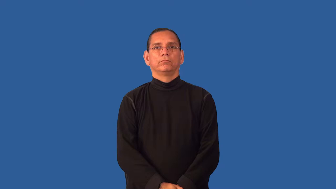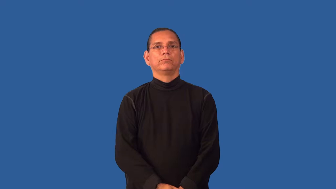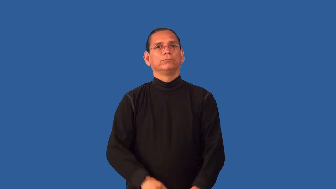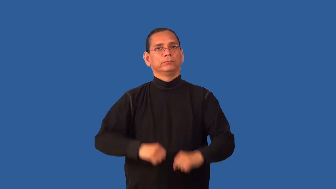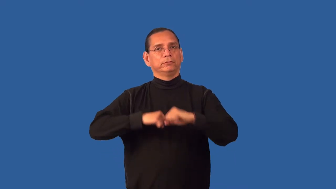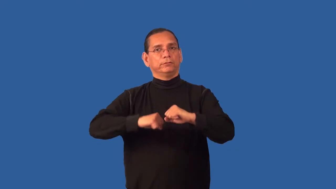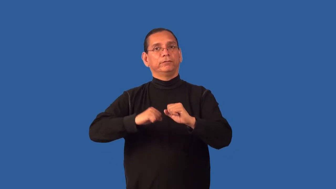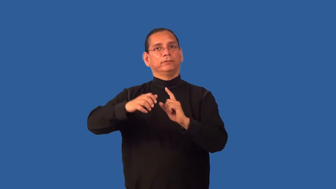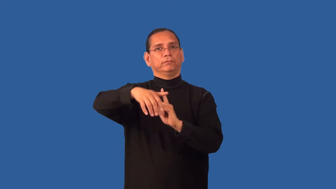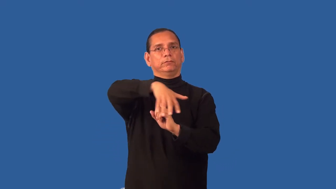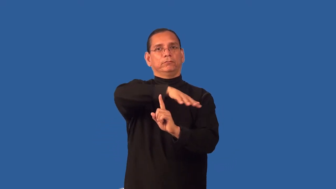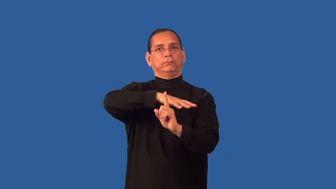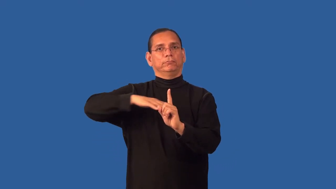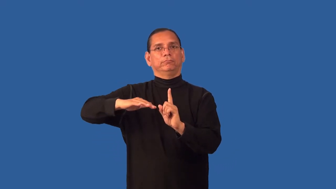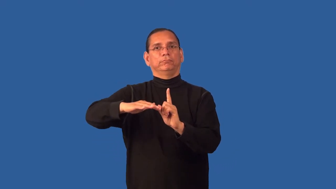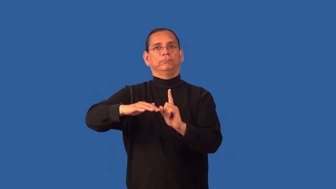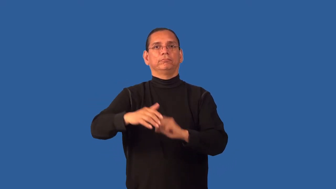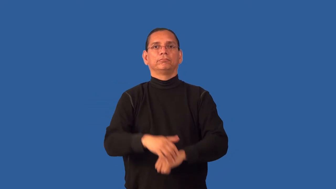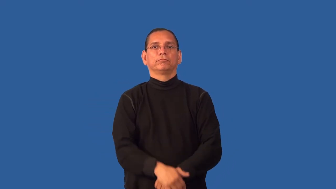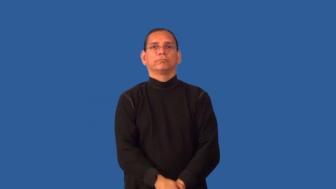environmentalism